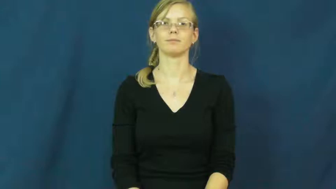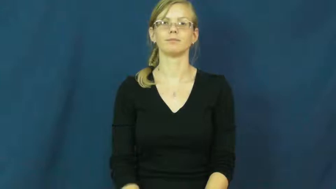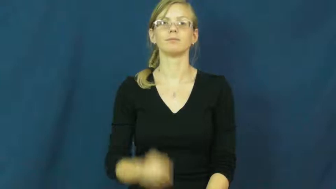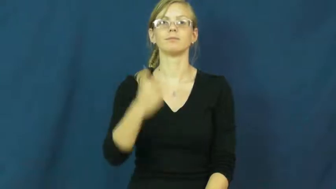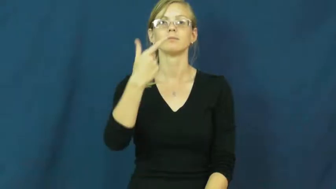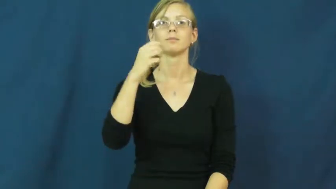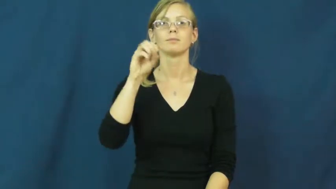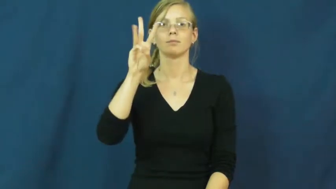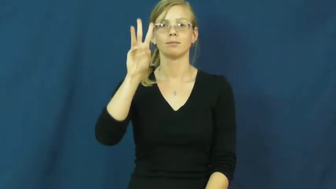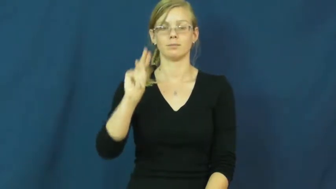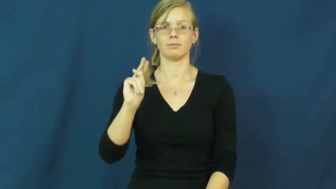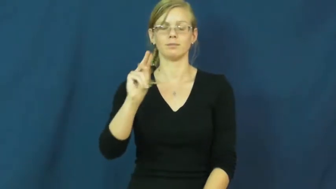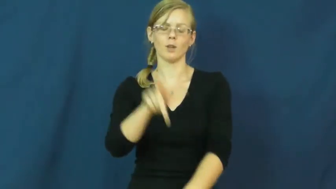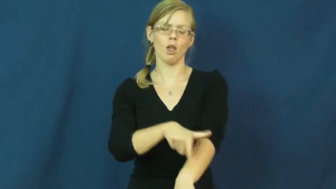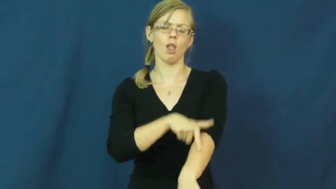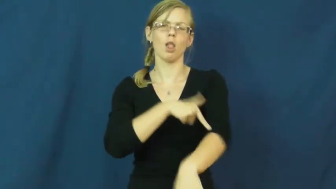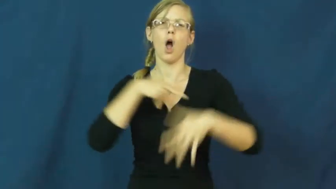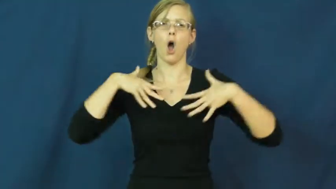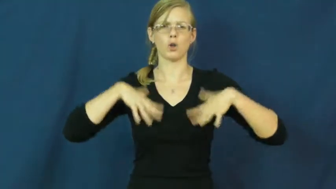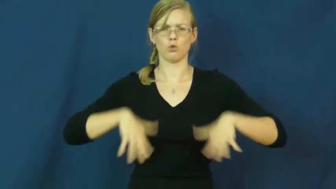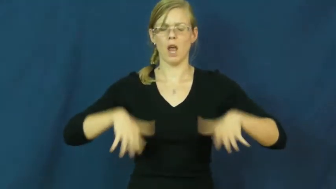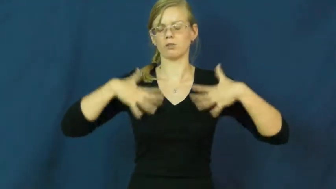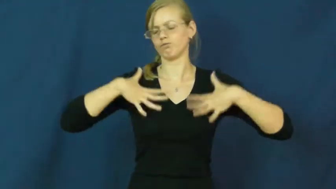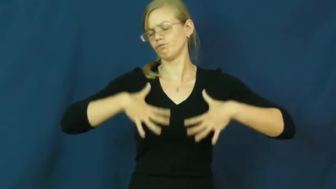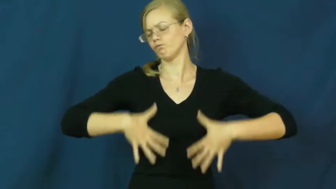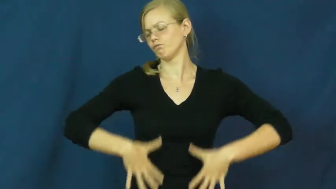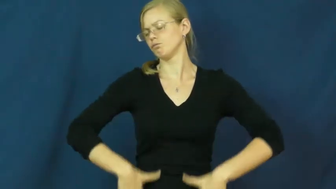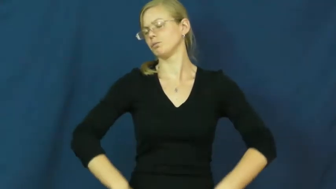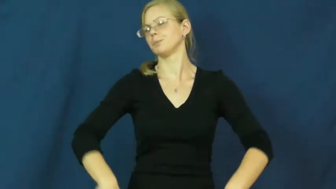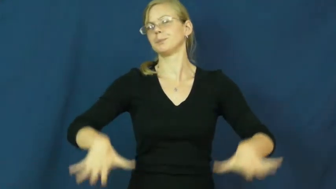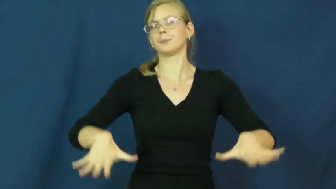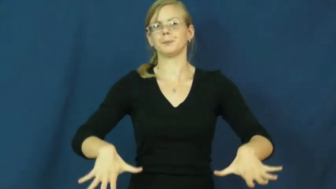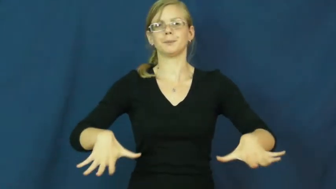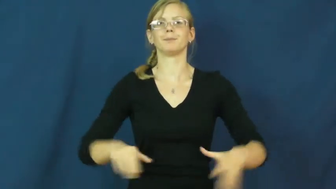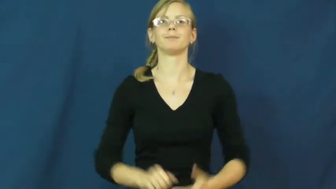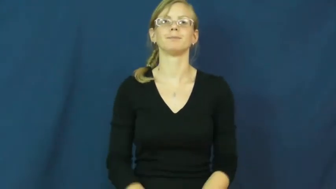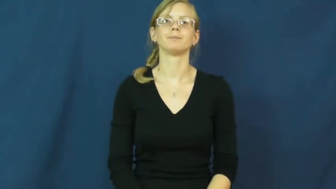gown,ballgown,gite